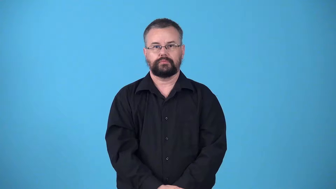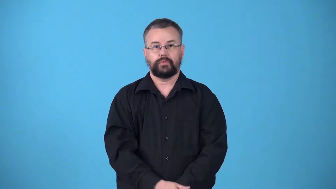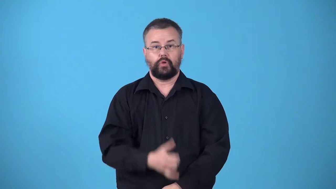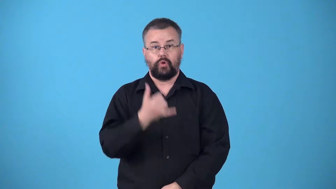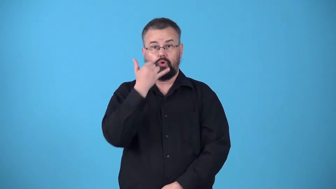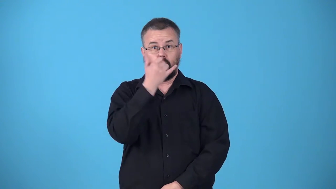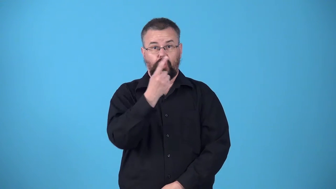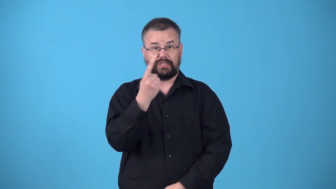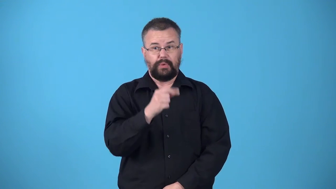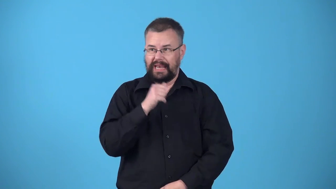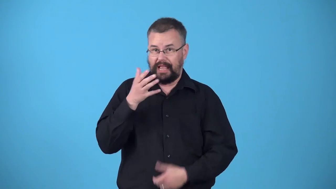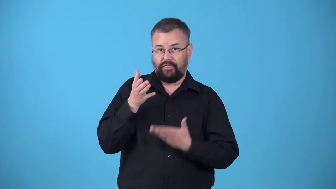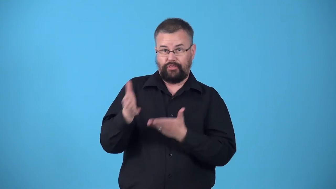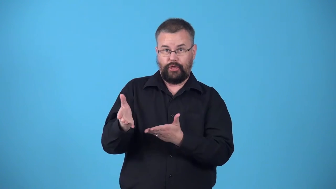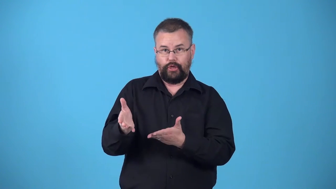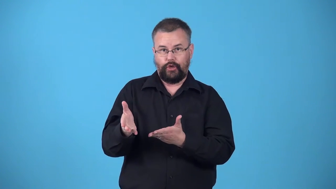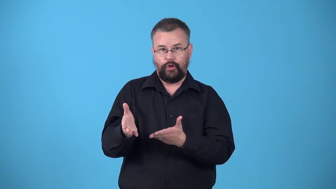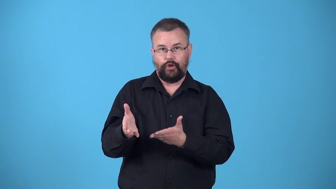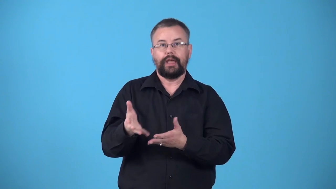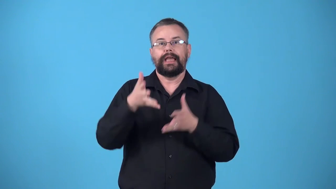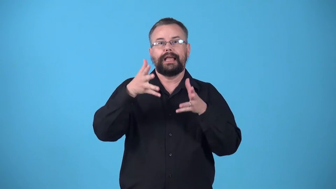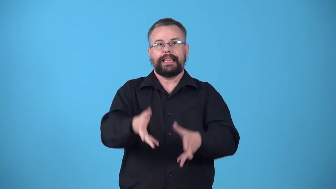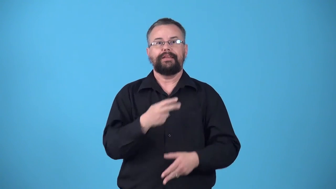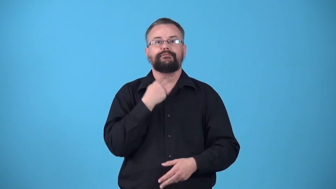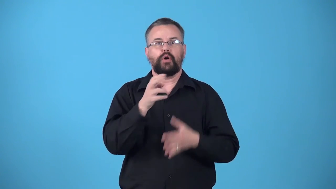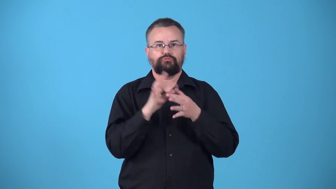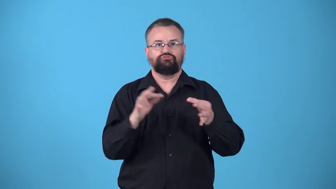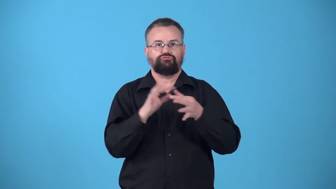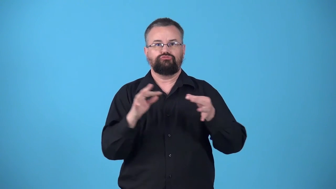voicemail